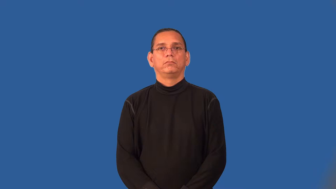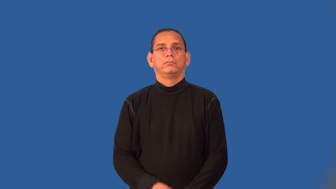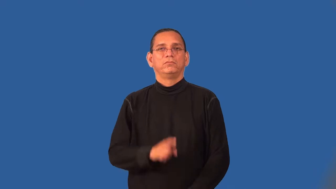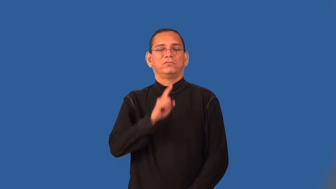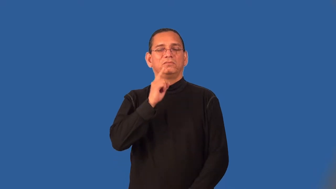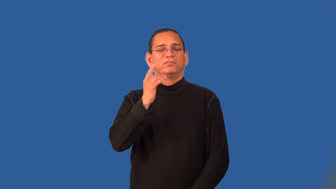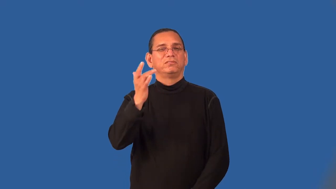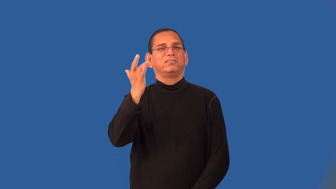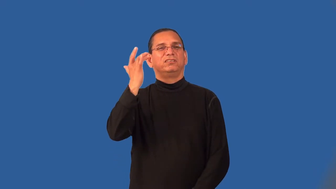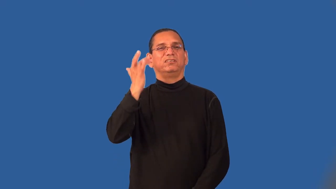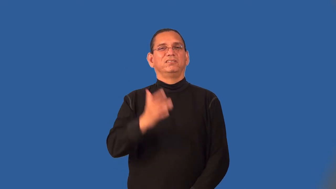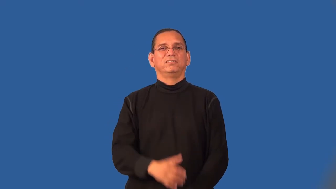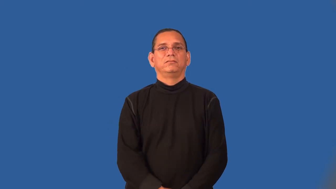sick-thinking